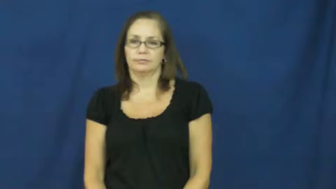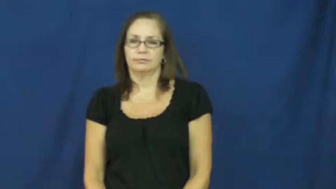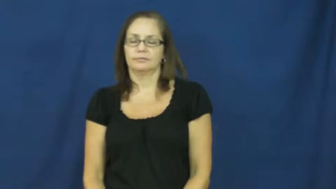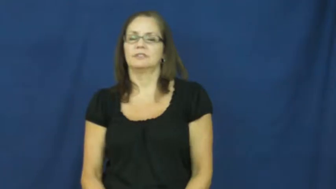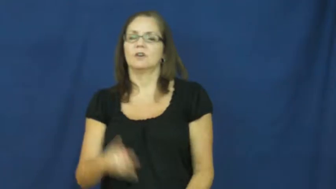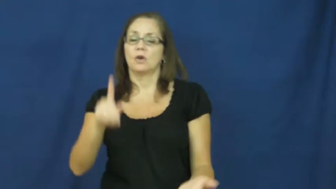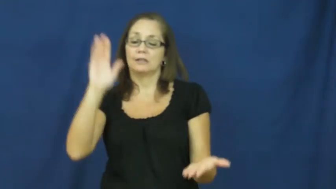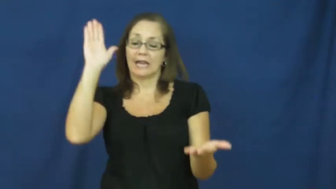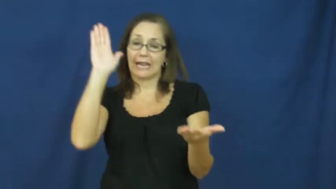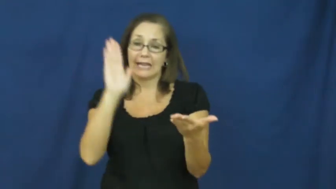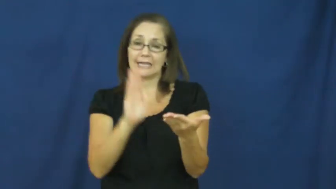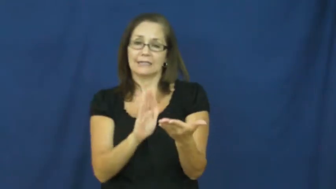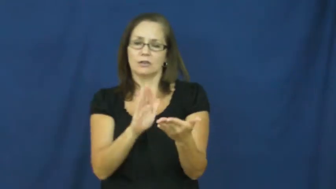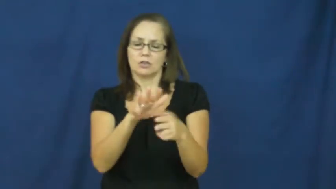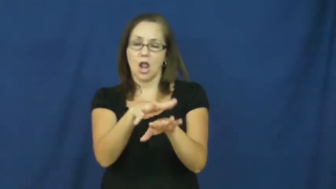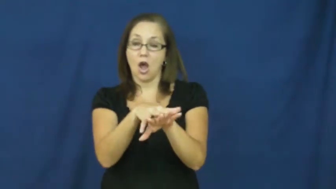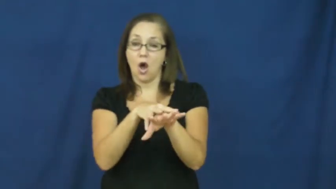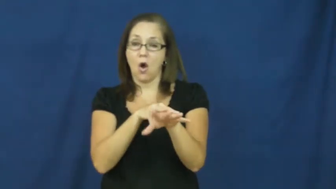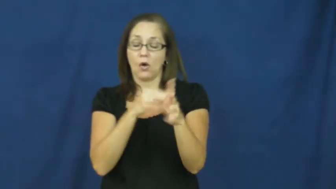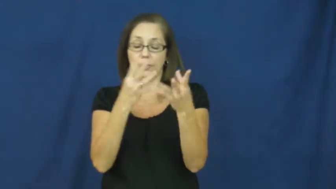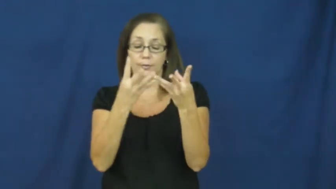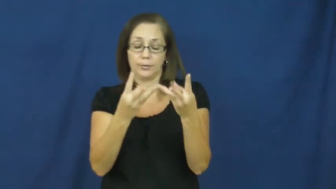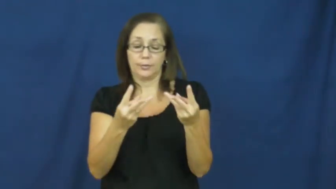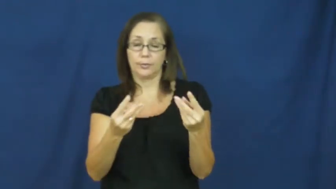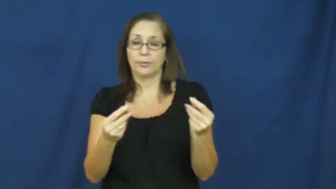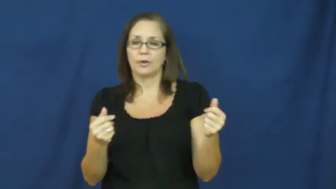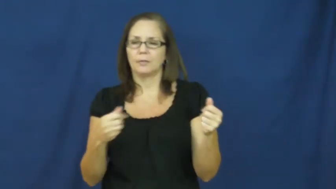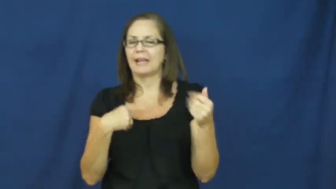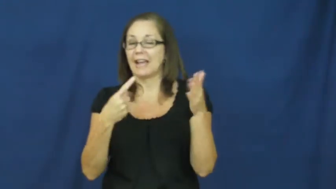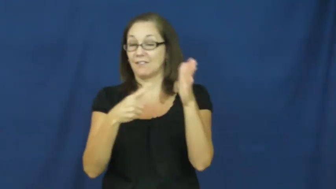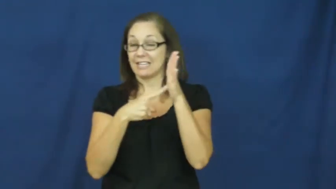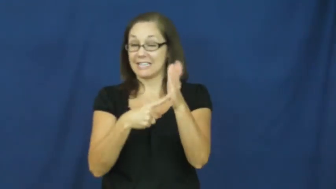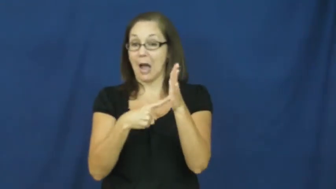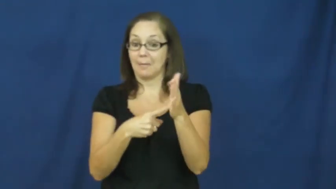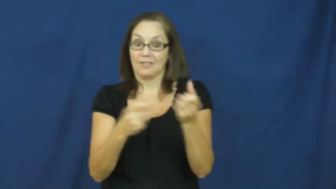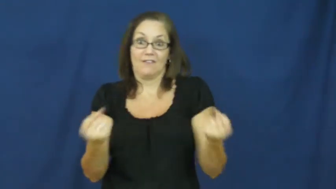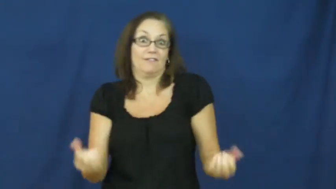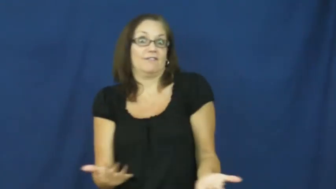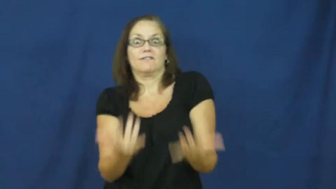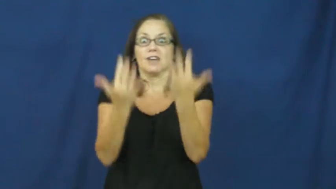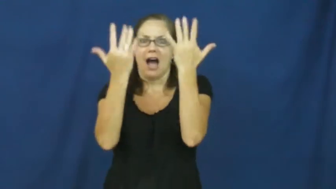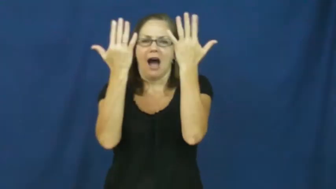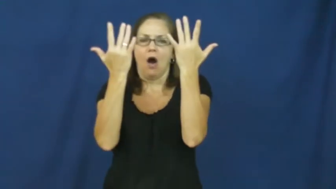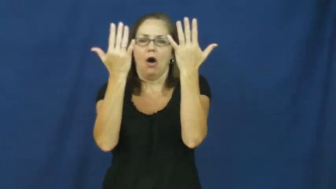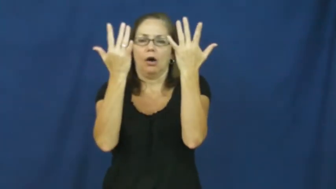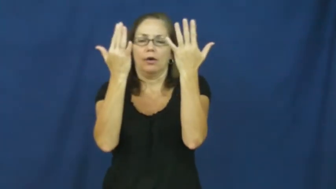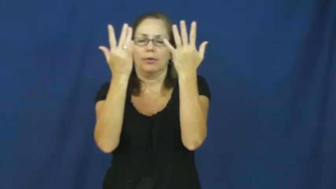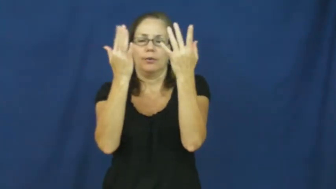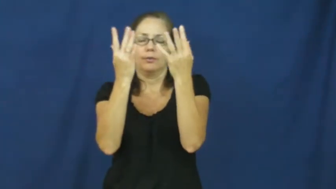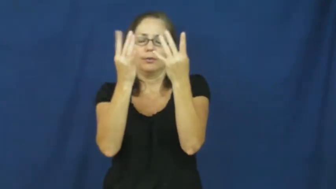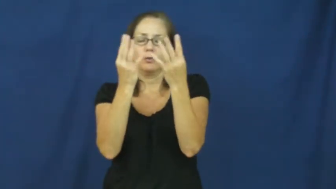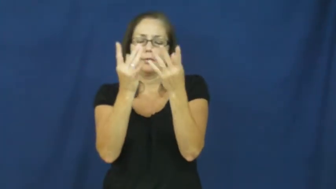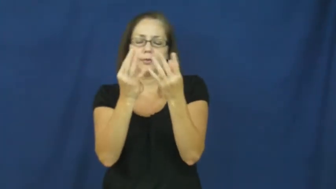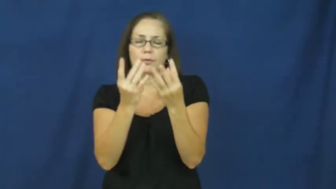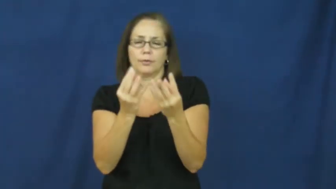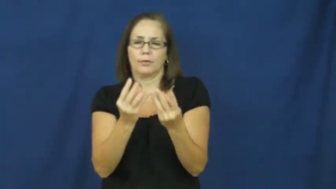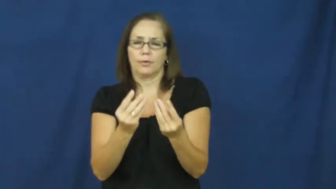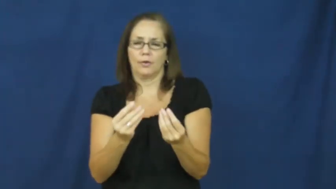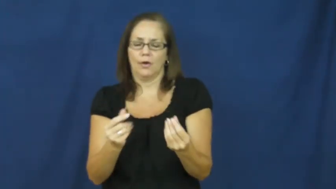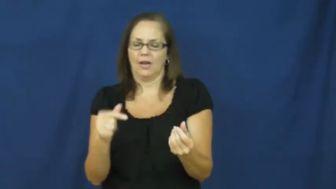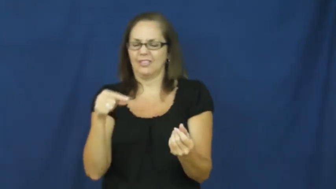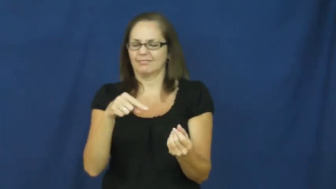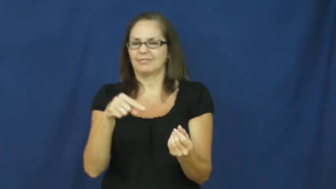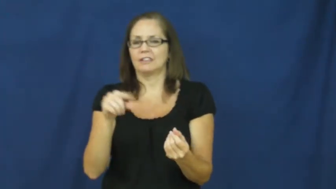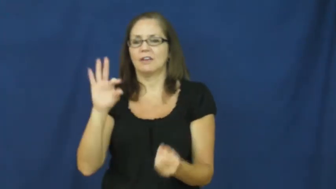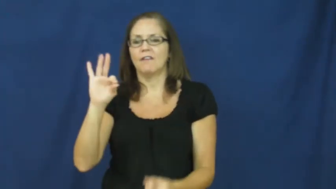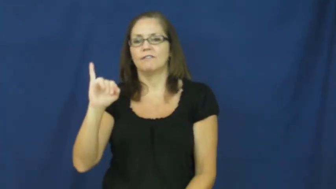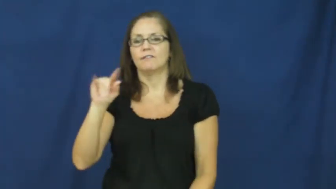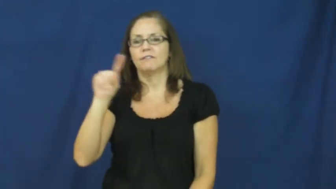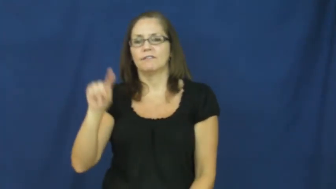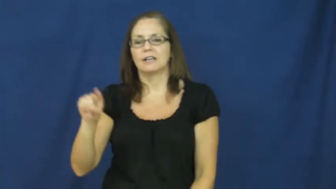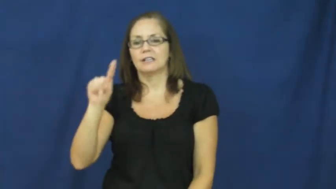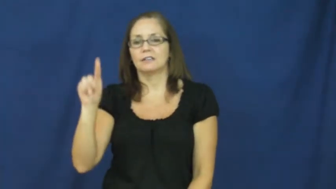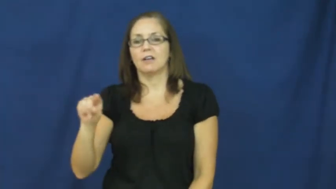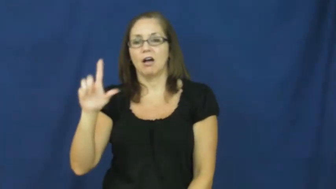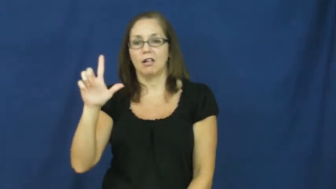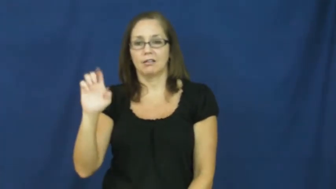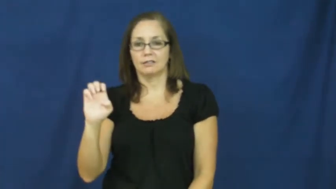fizzle,fizzle out-disappear